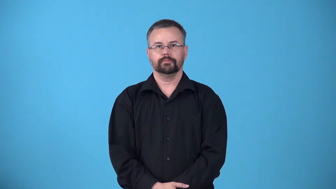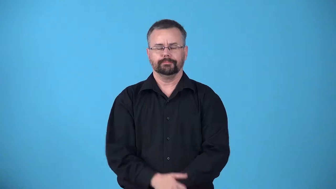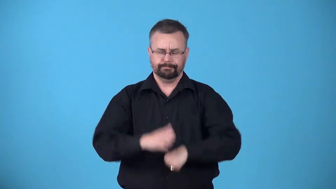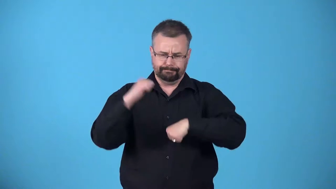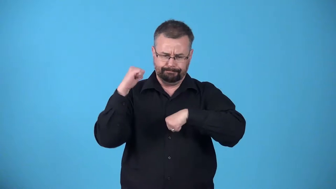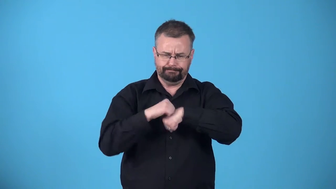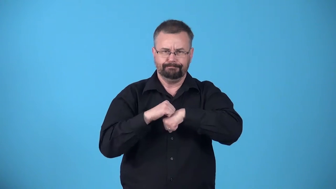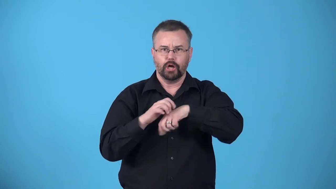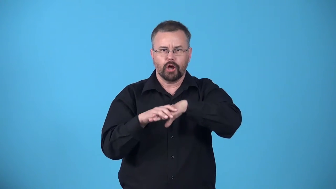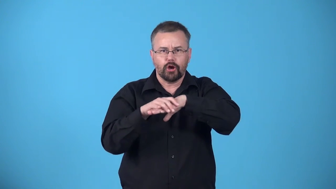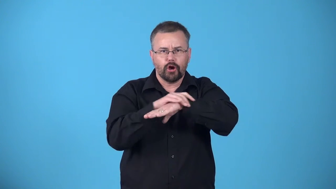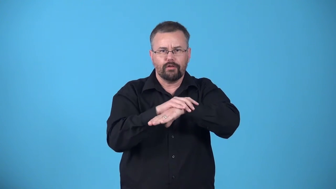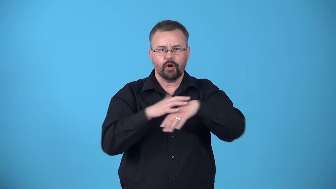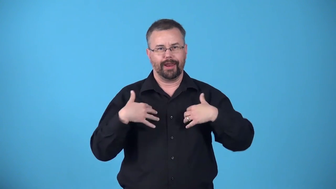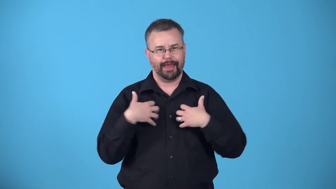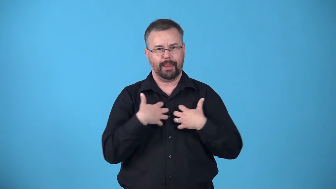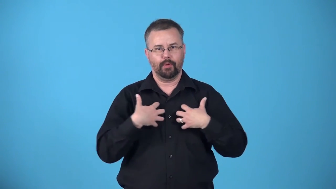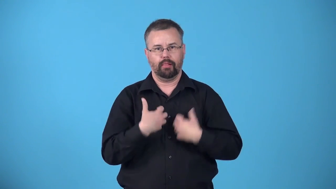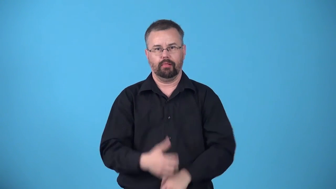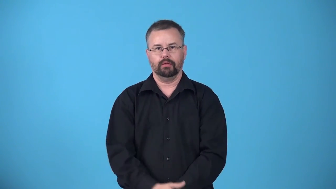armor,amour-hard skin layer